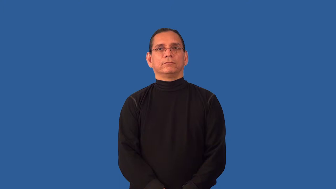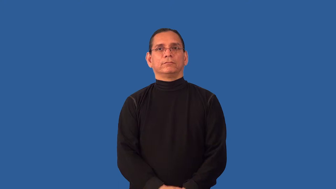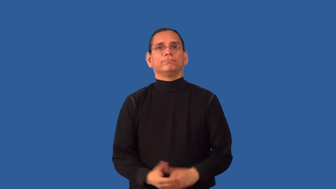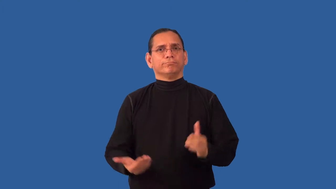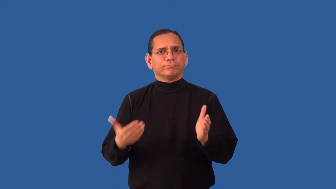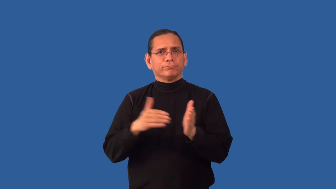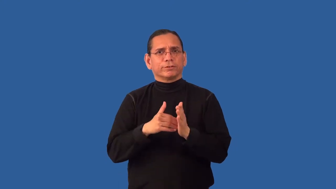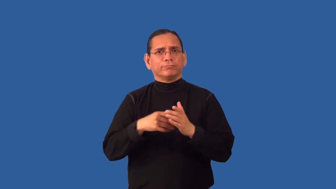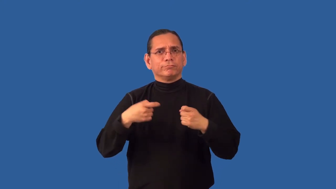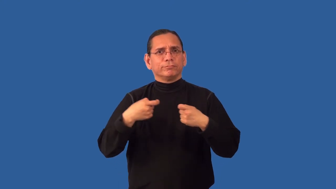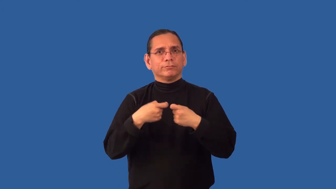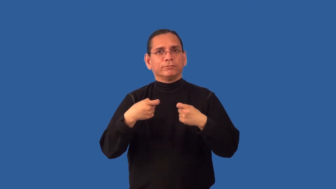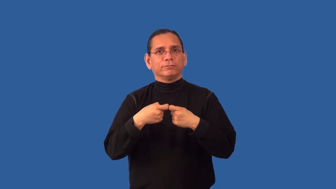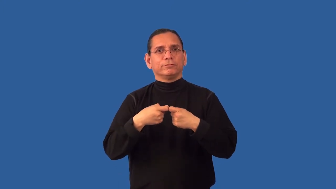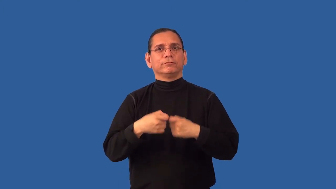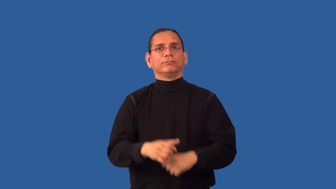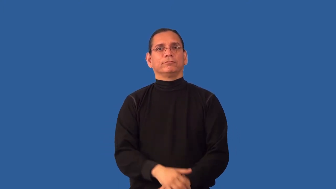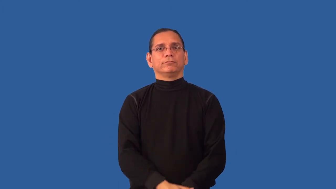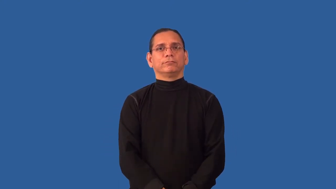recharge-battery